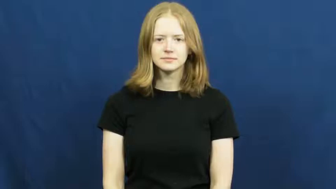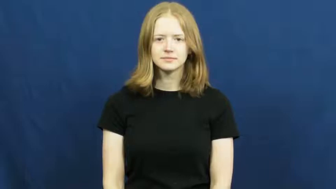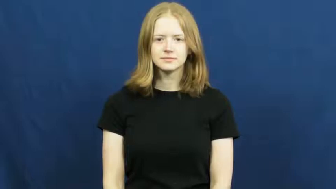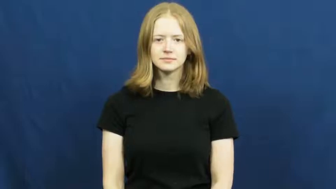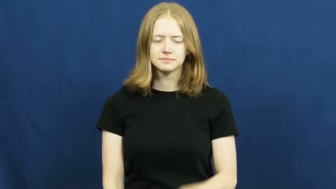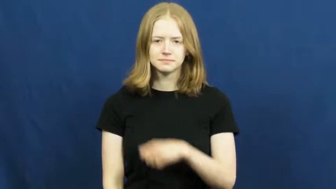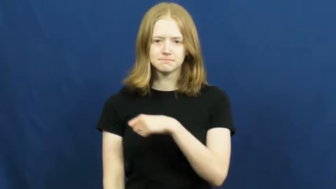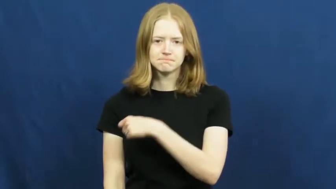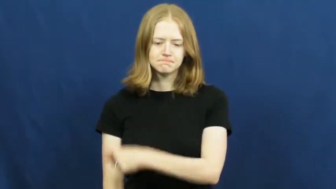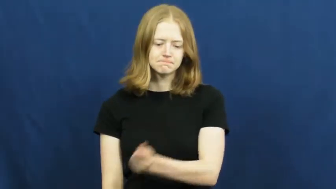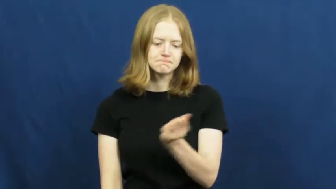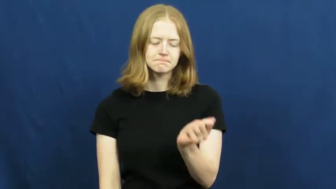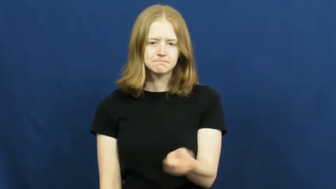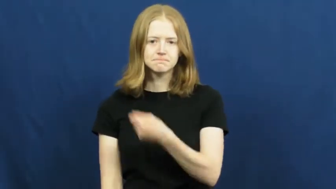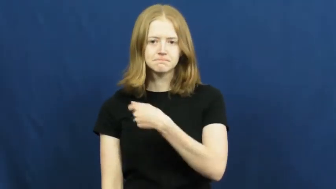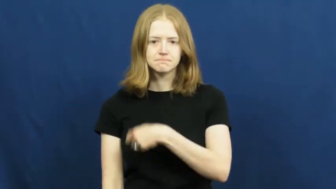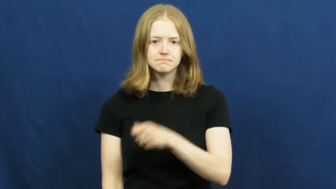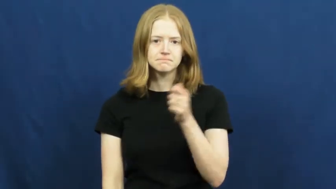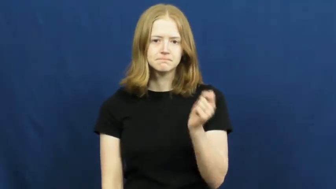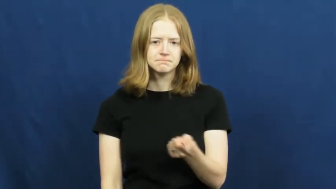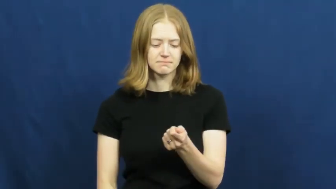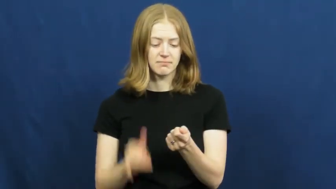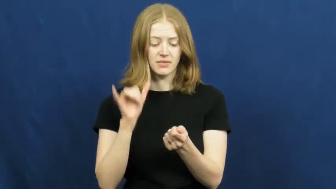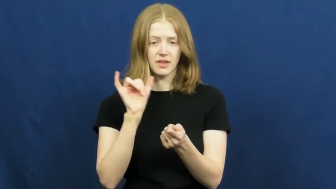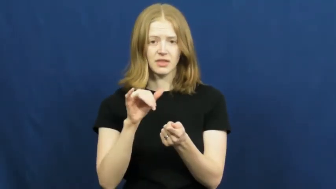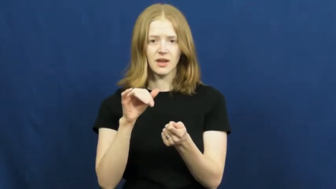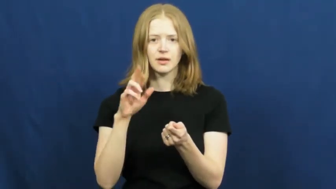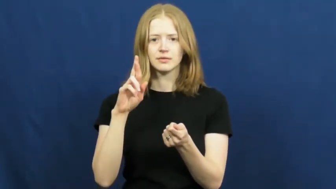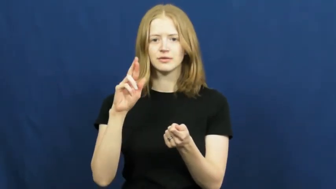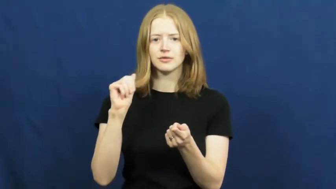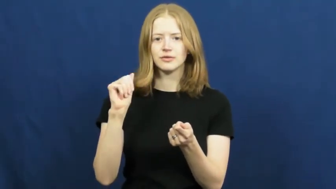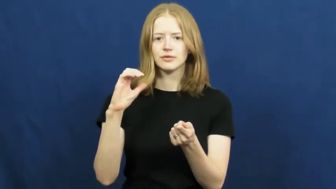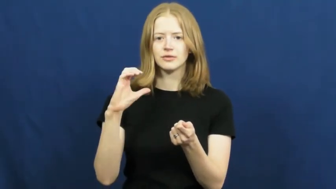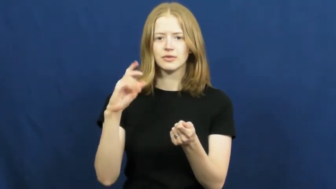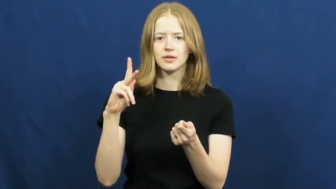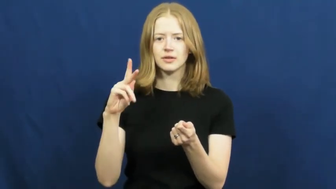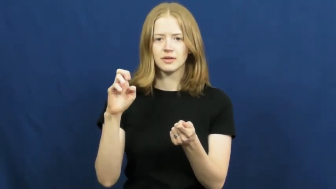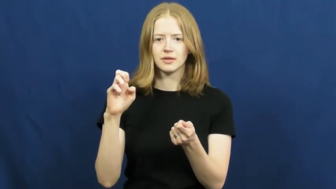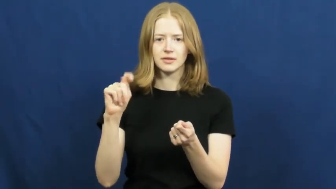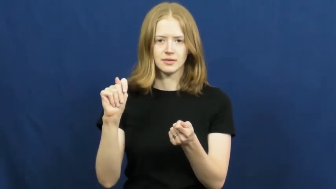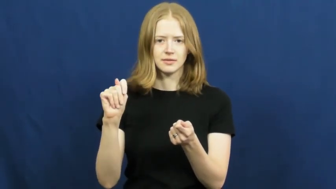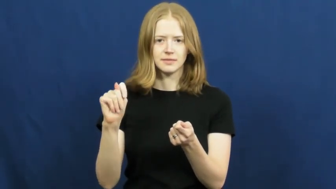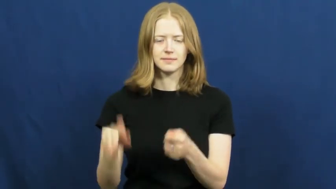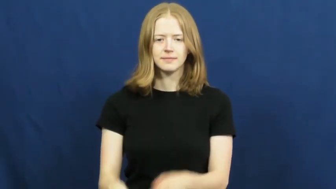racket-sport